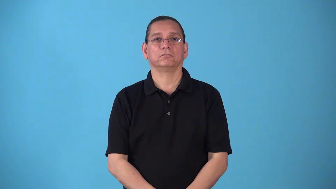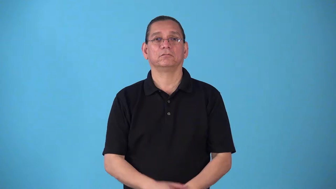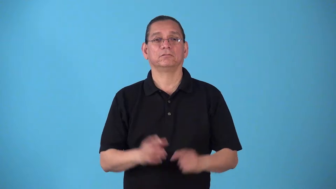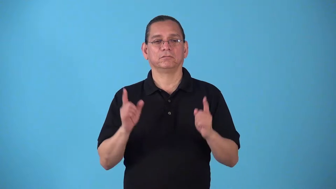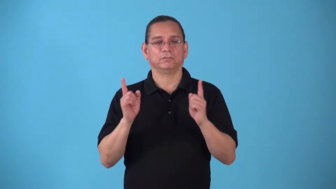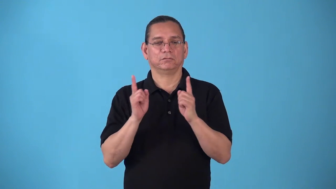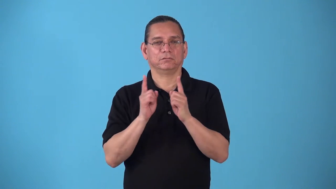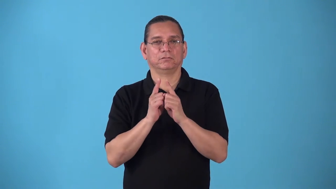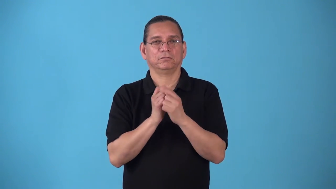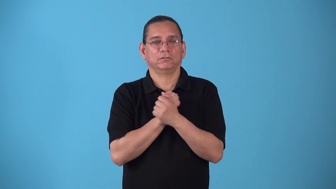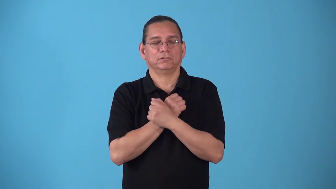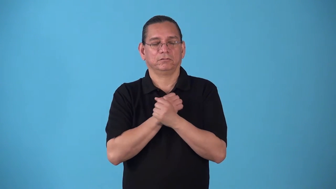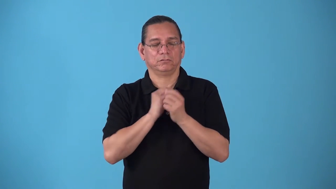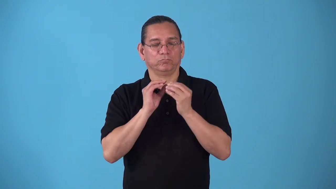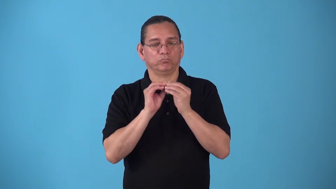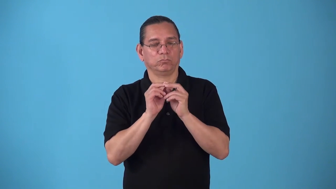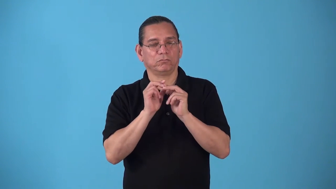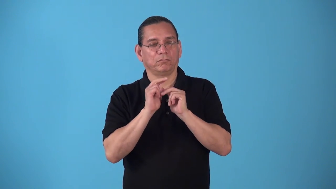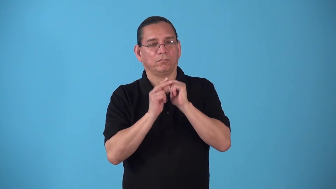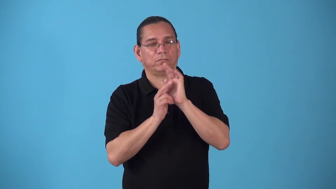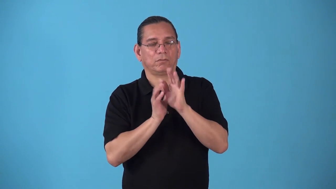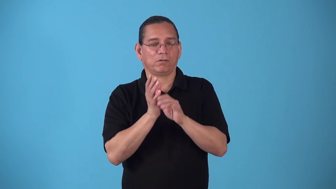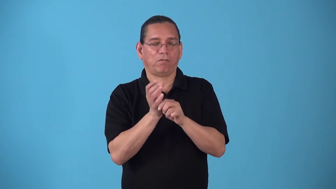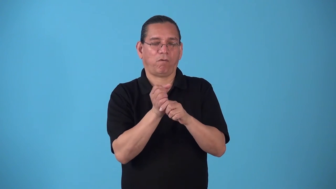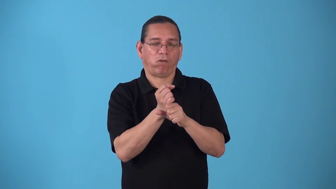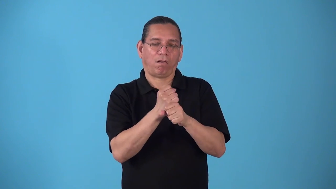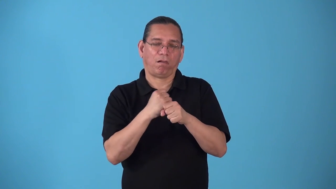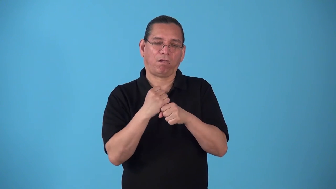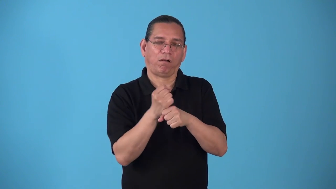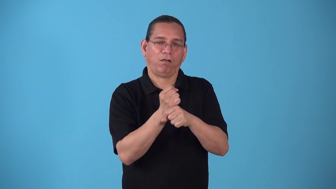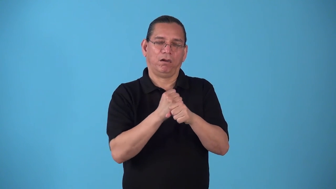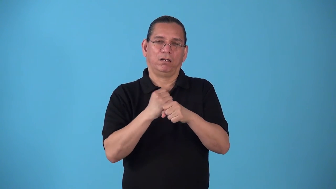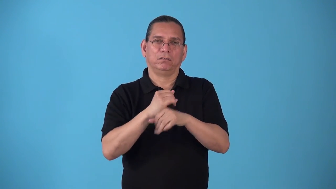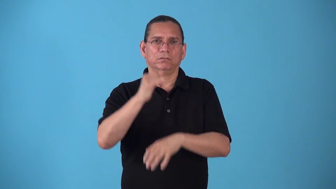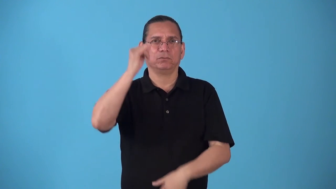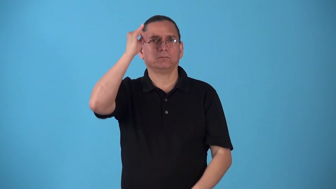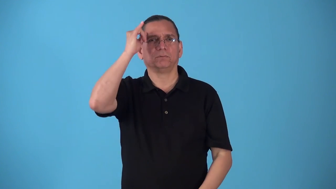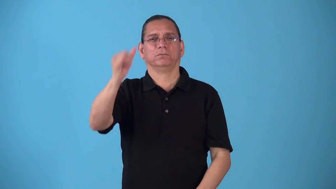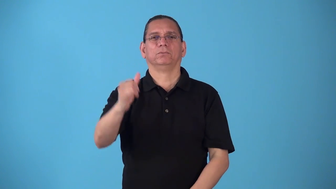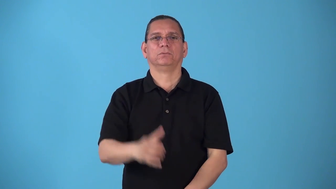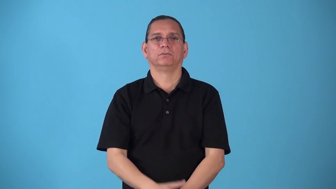snog